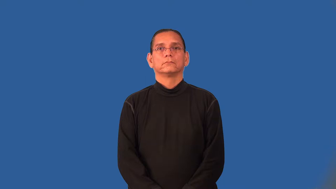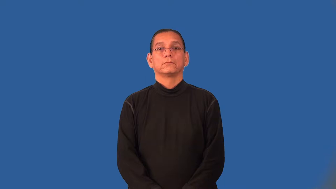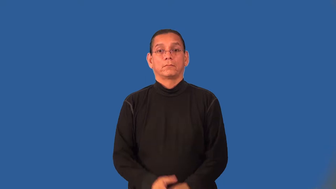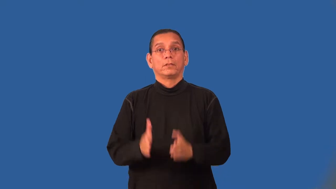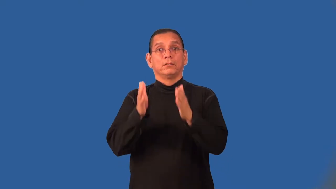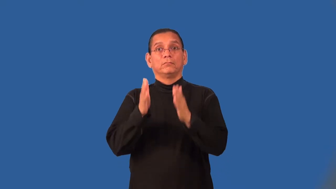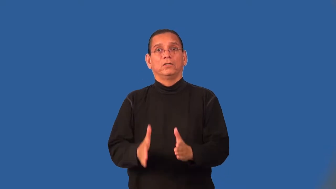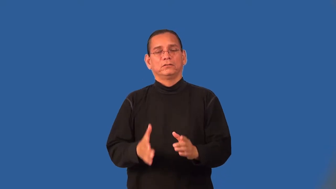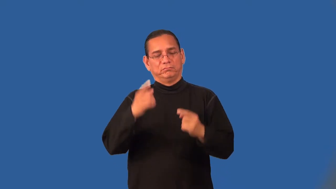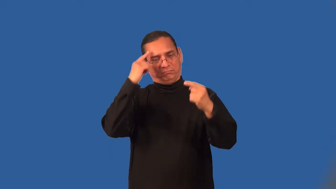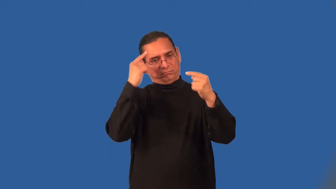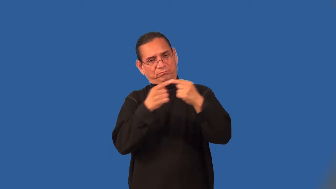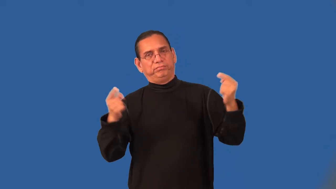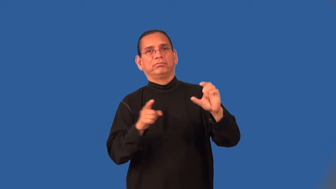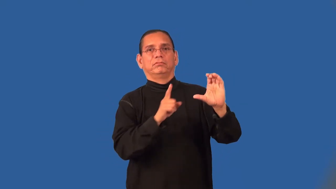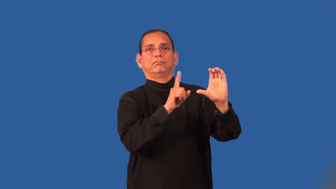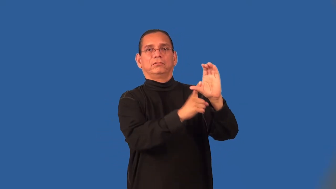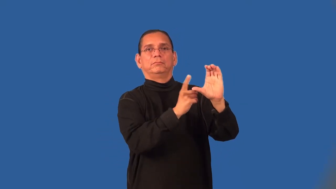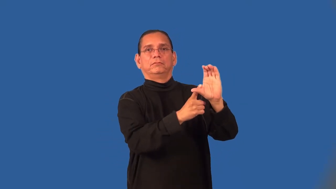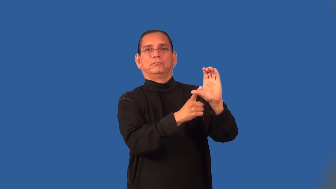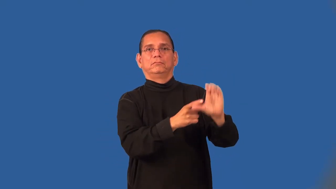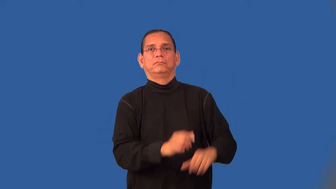anticommunist